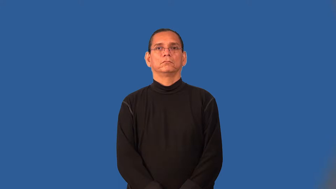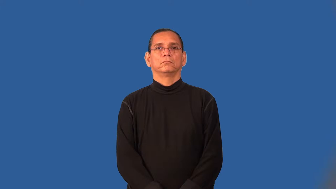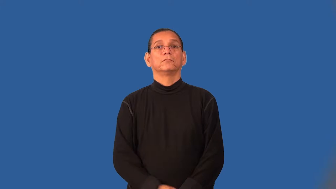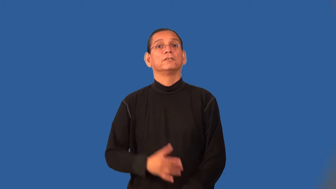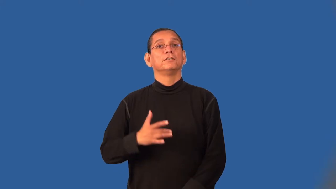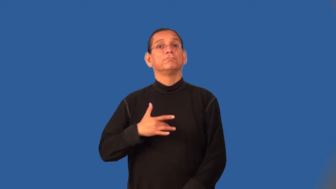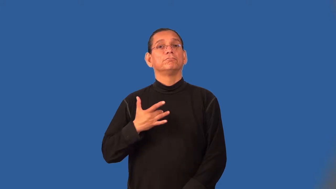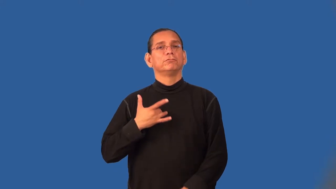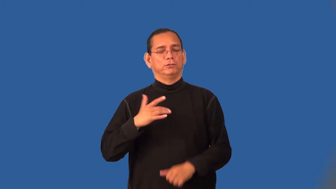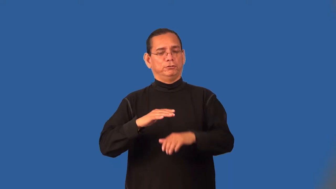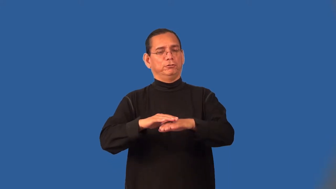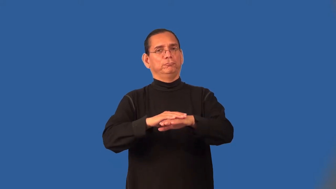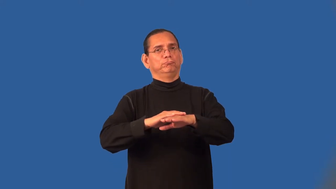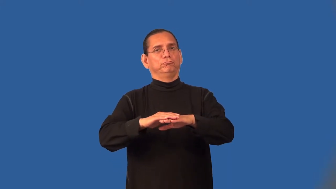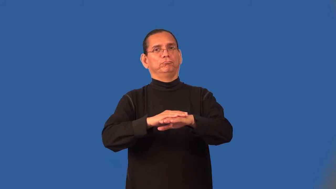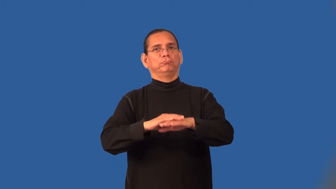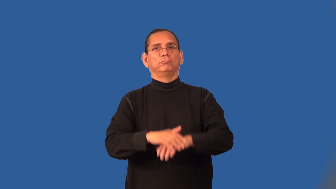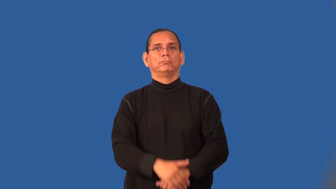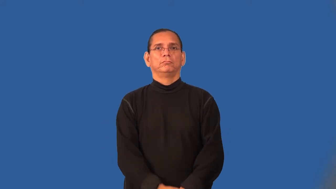texture